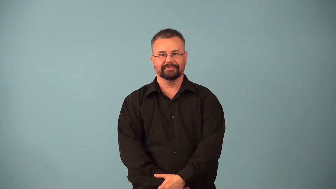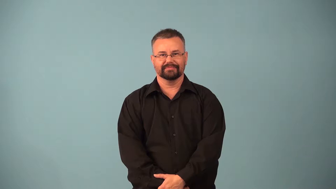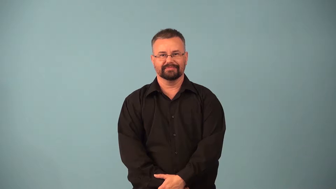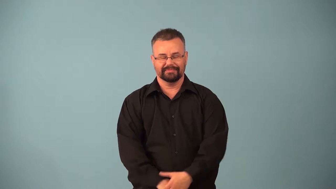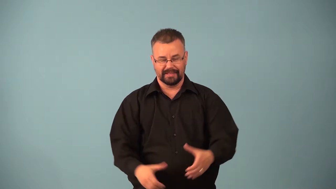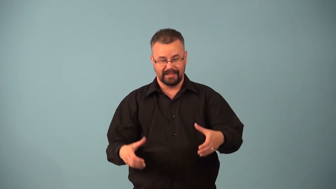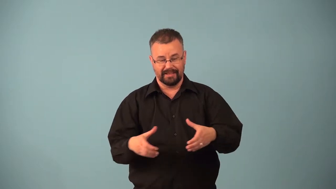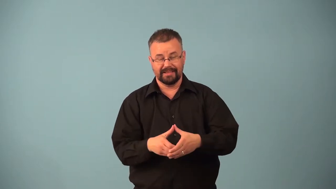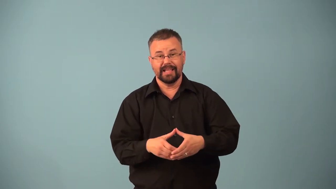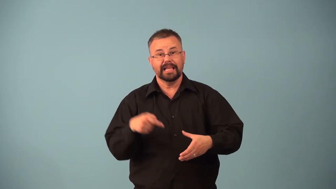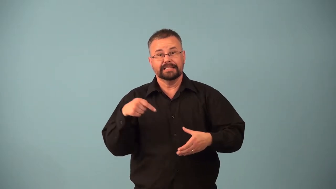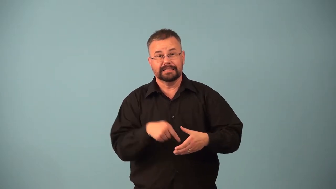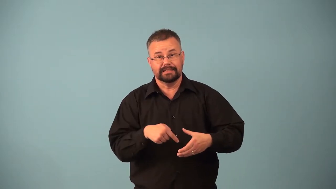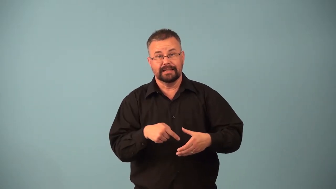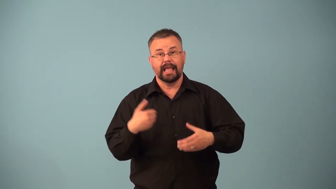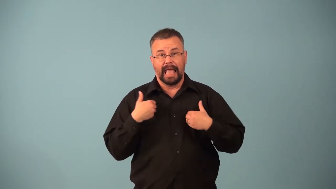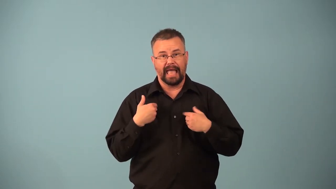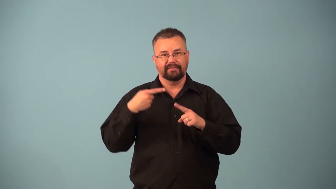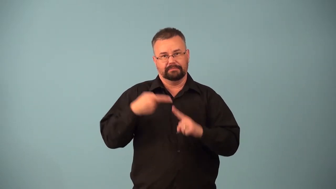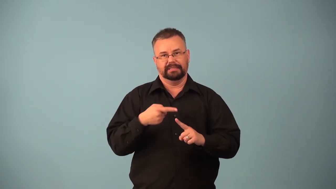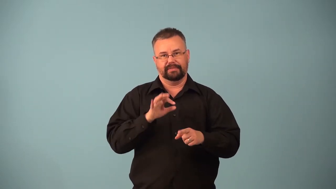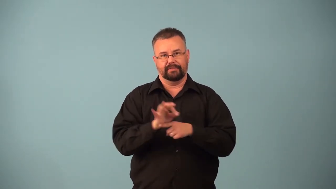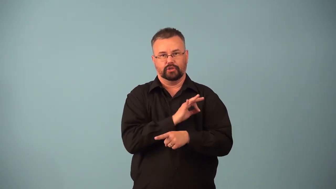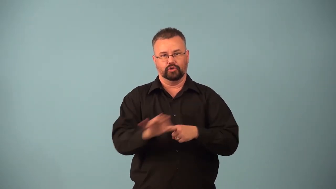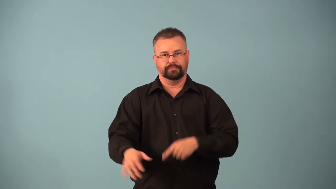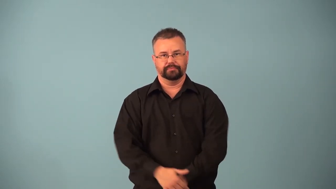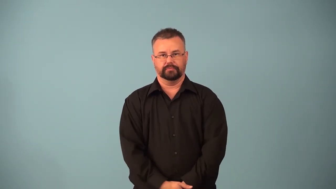organelle